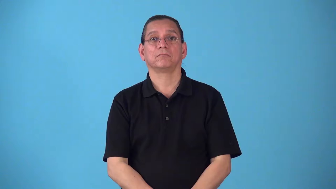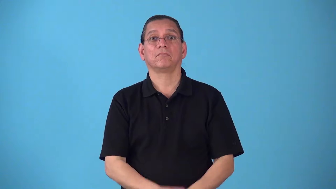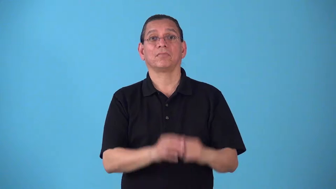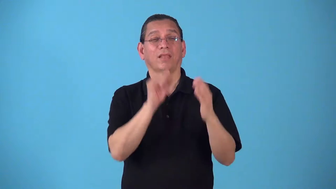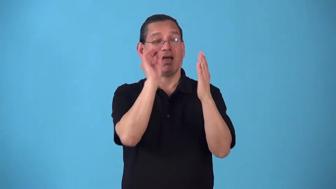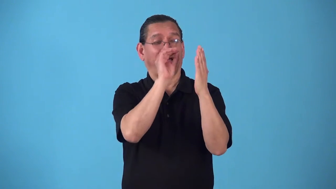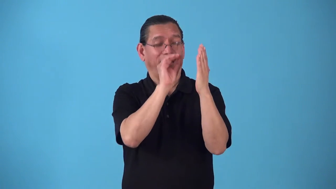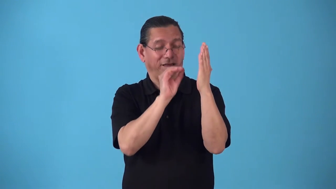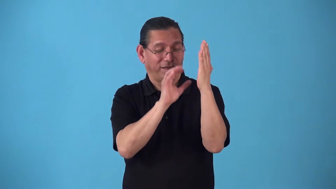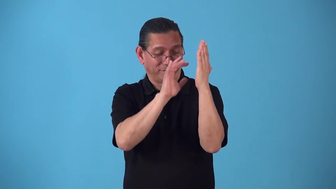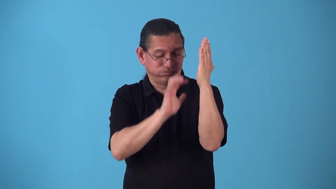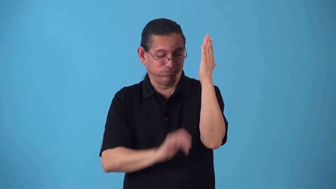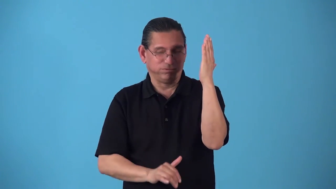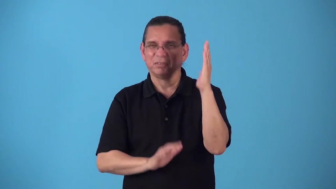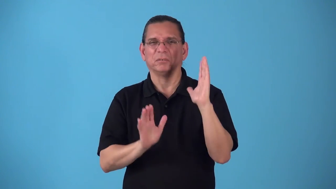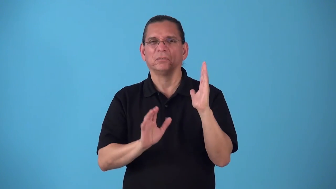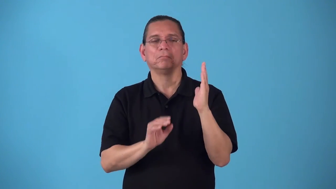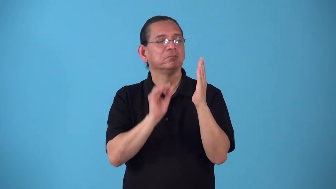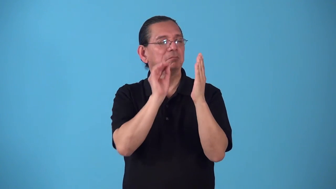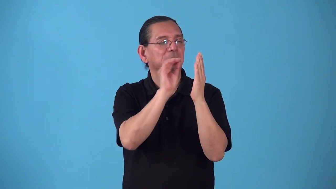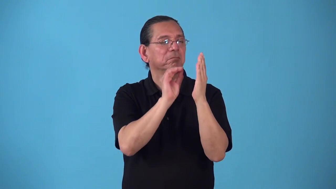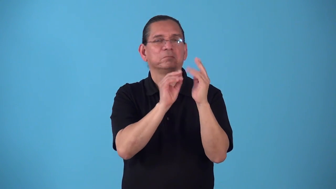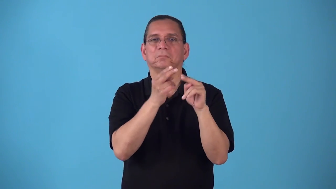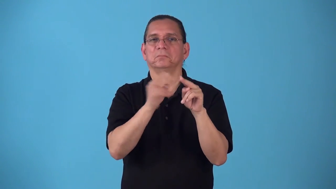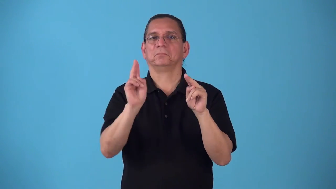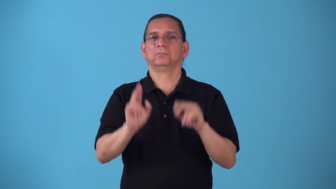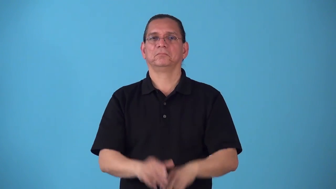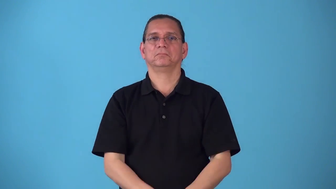shortlist